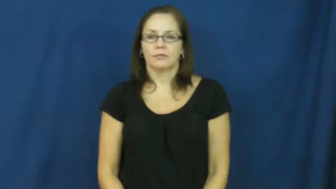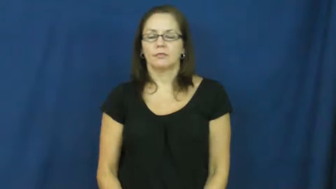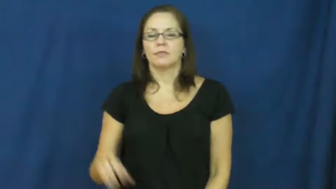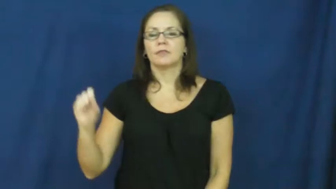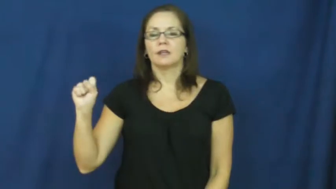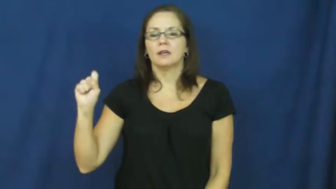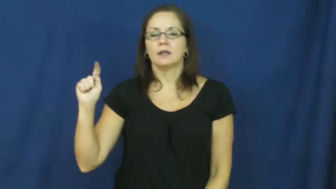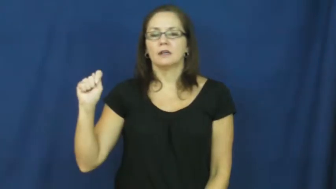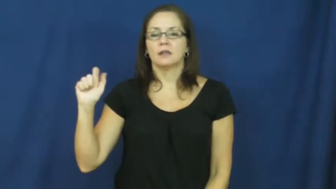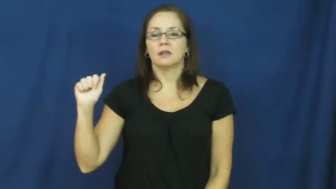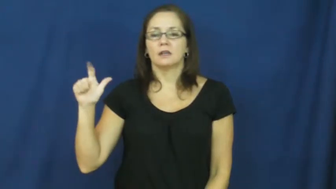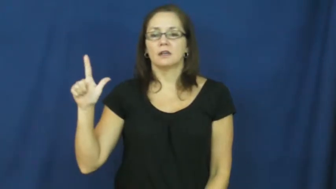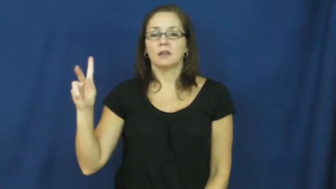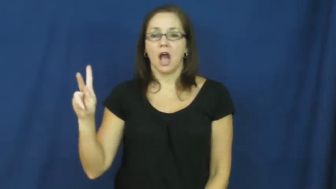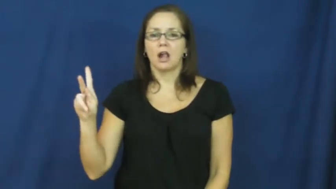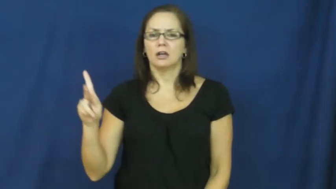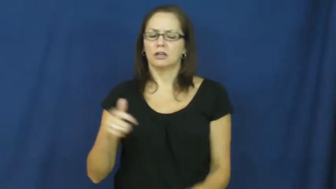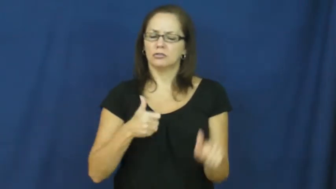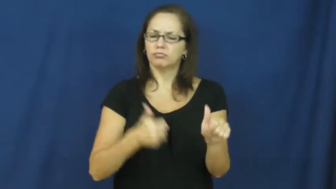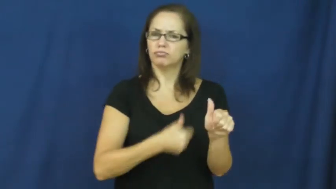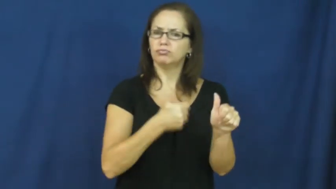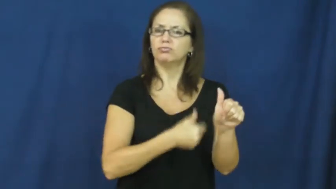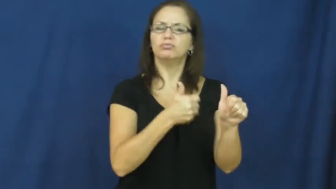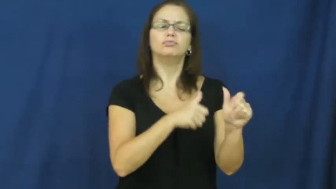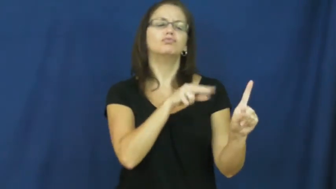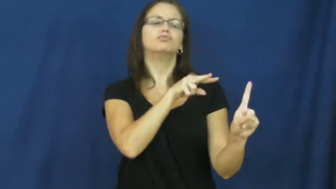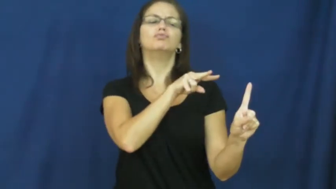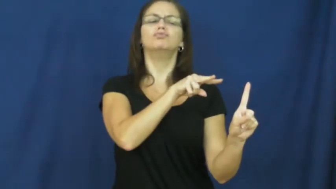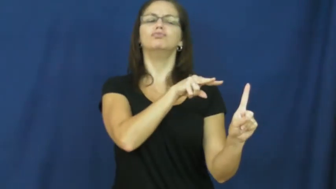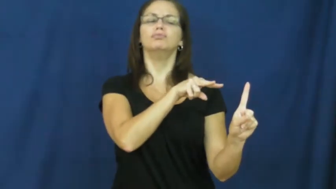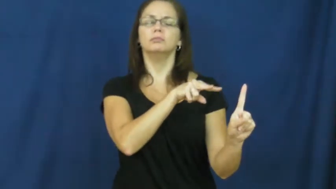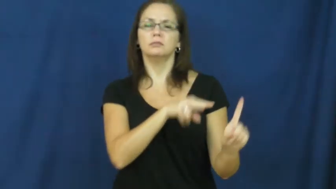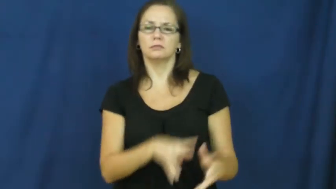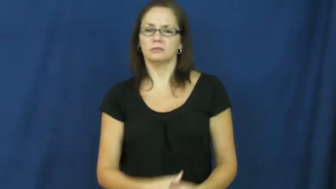stalk-verb